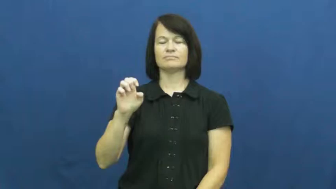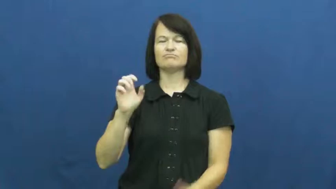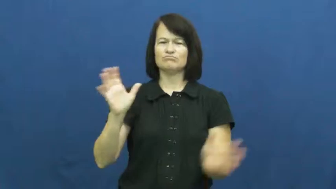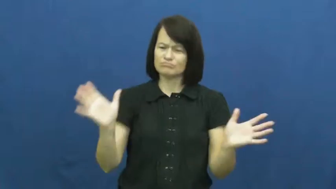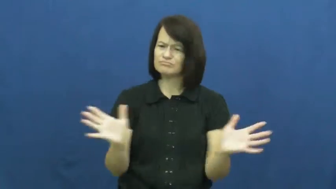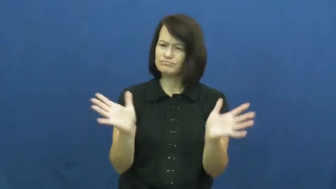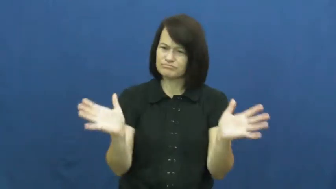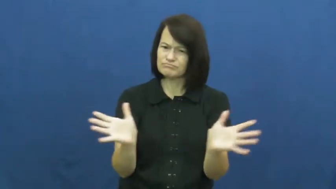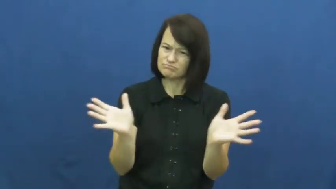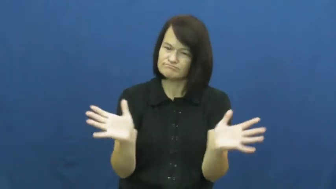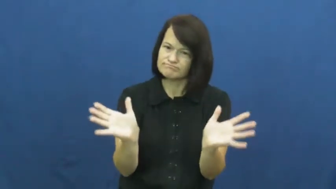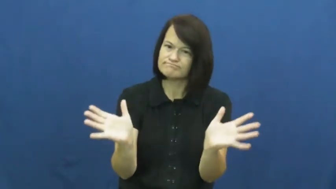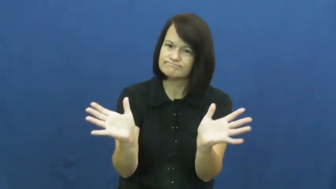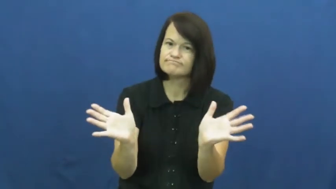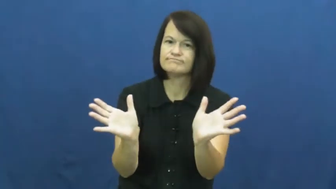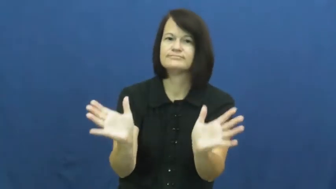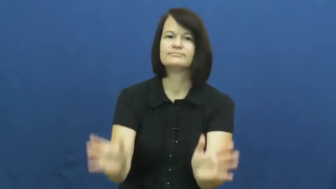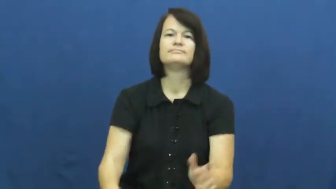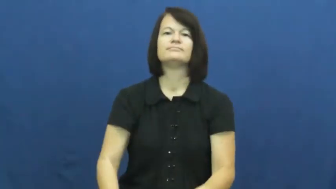spur-encourage